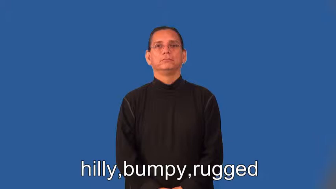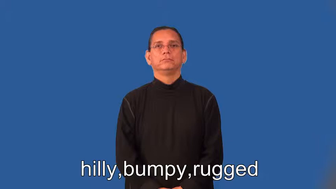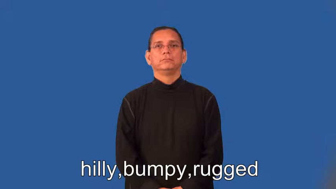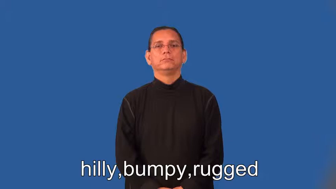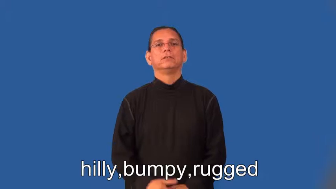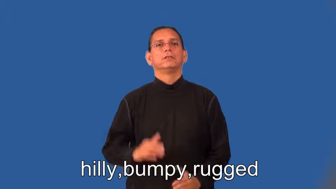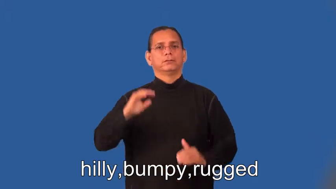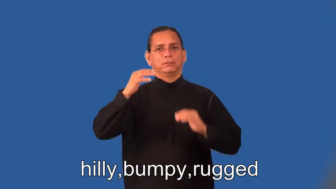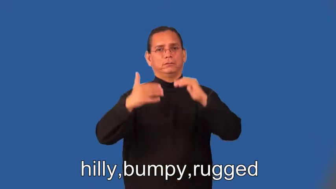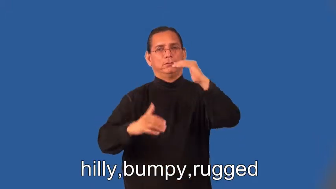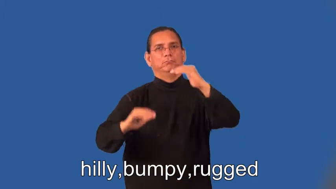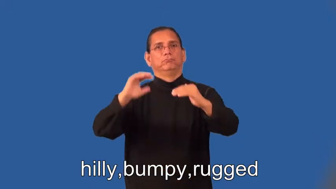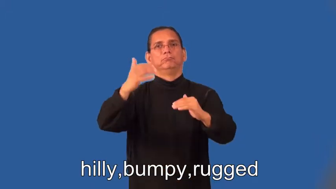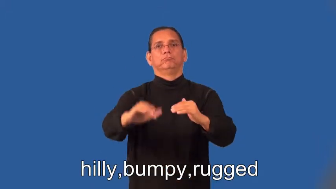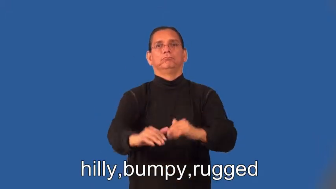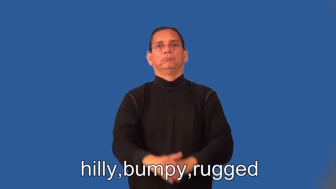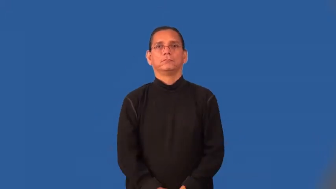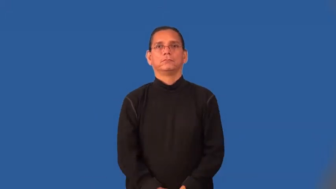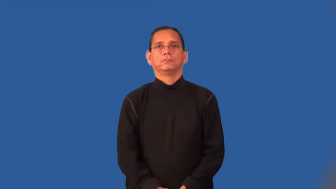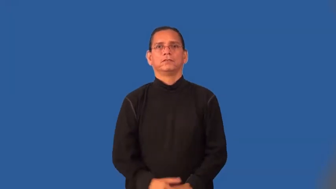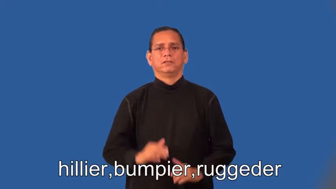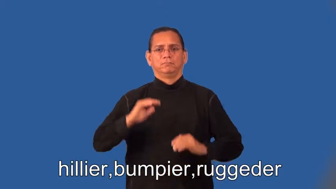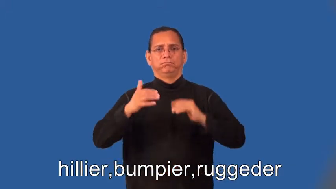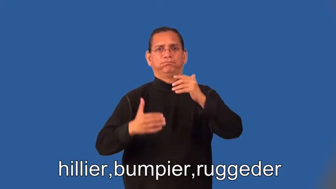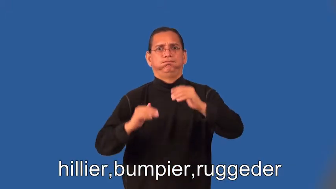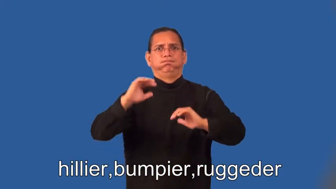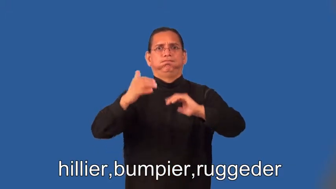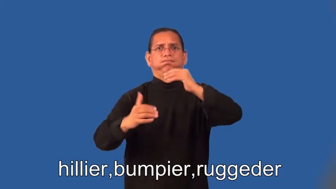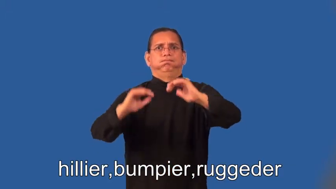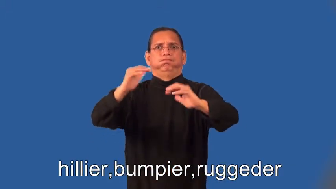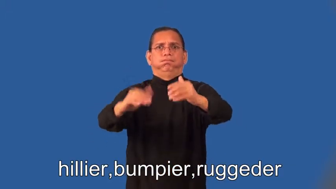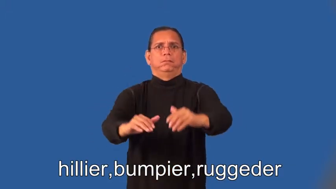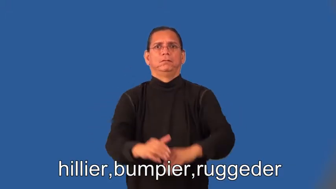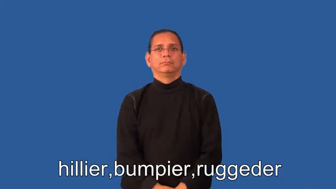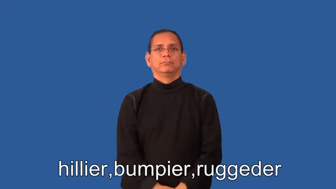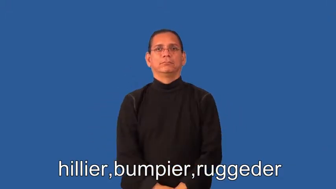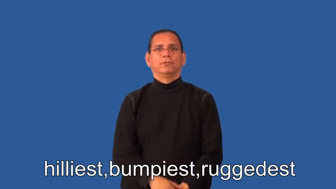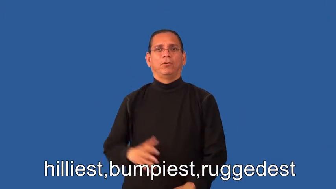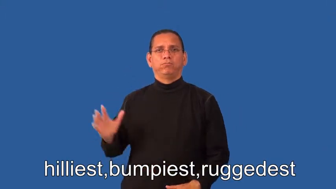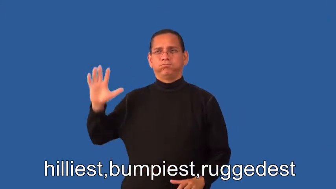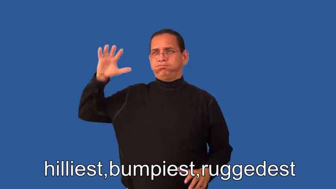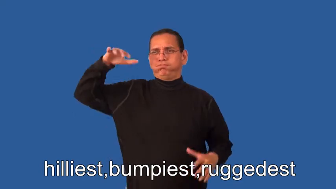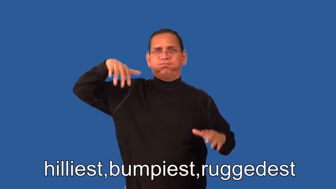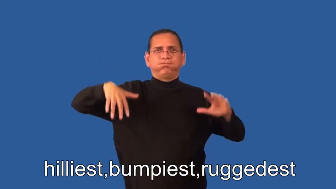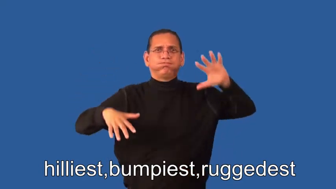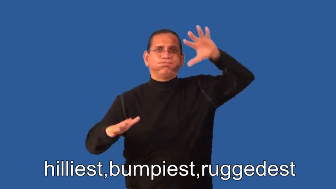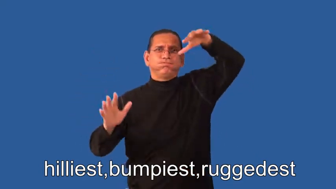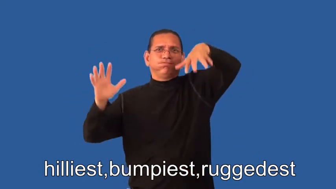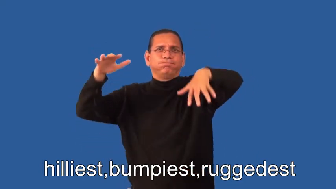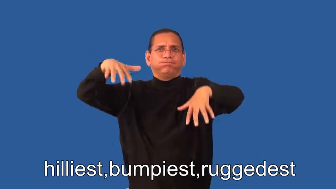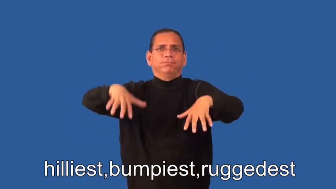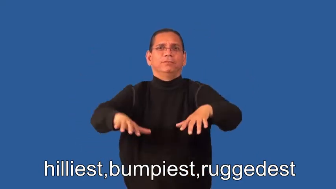hillier,bumpier,ruggeder,hilliest,bumpiest,ruggedest